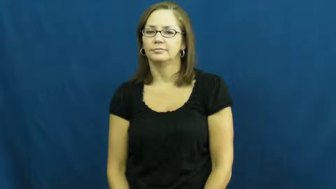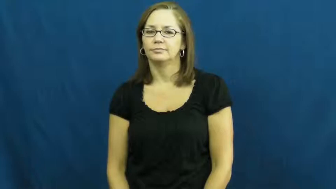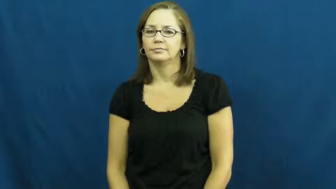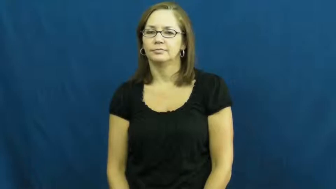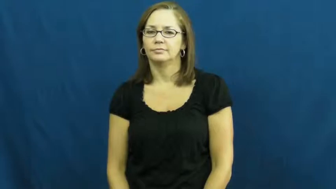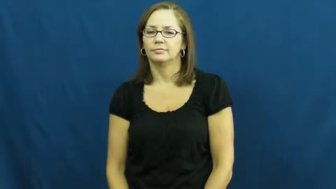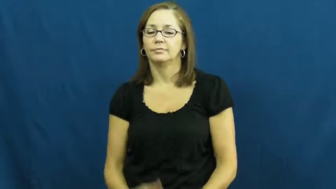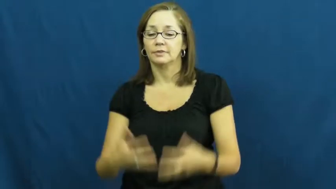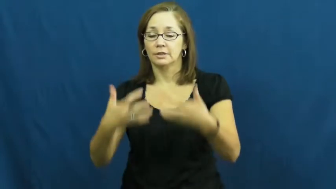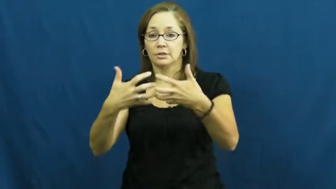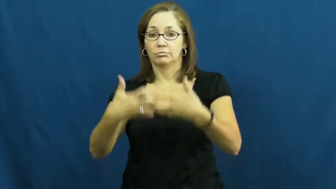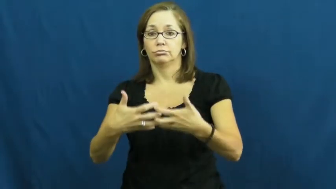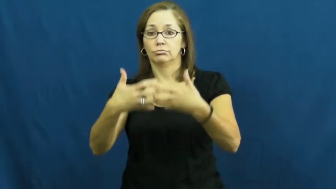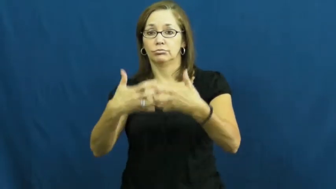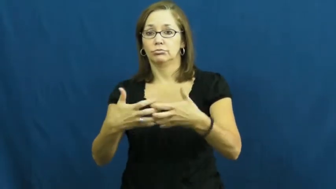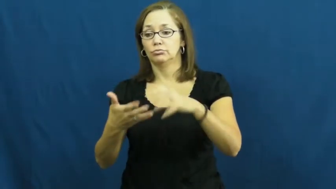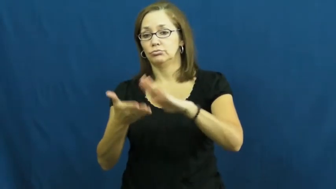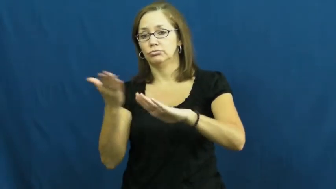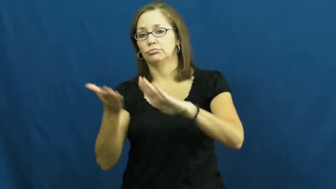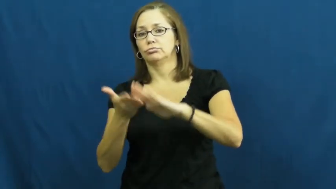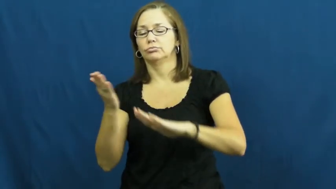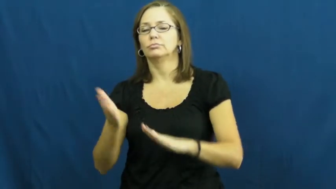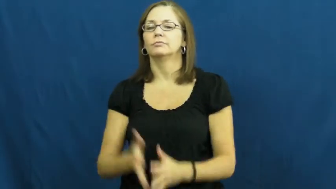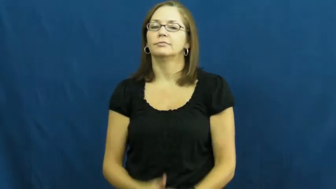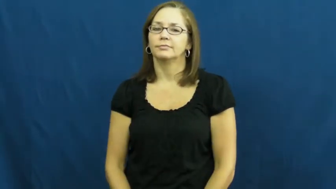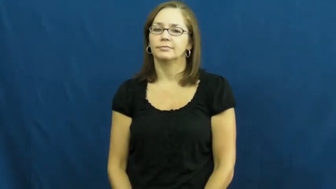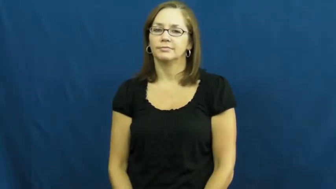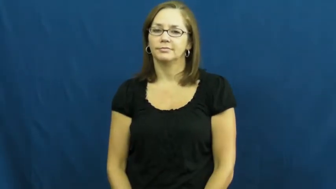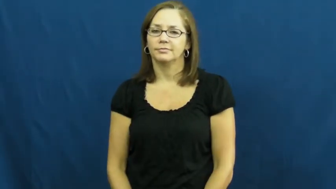run,go,on-motor